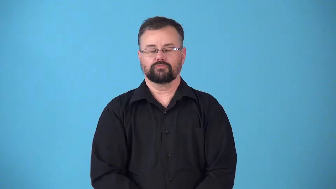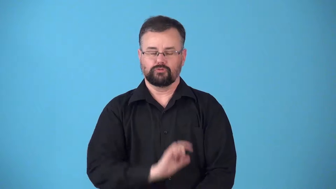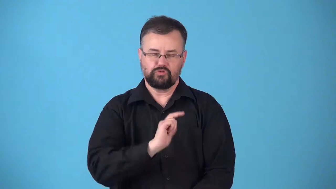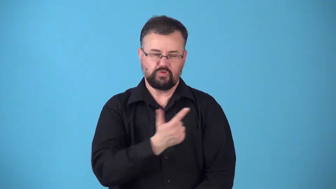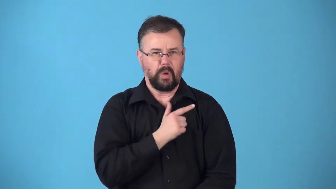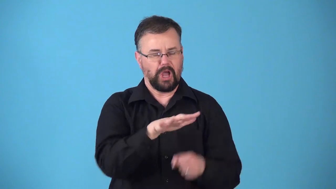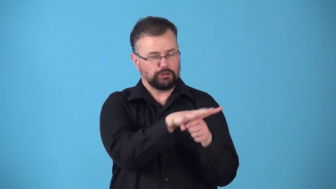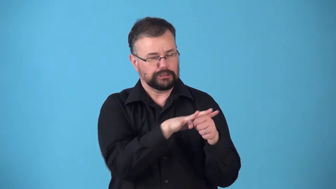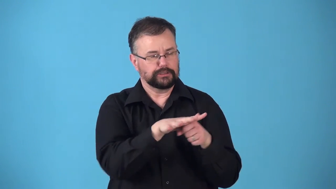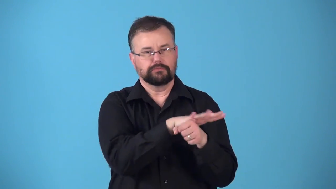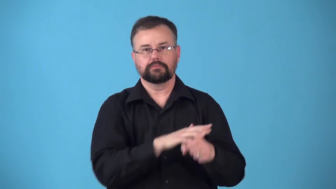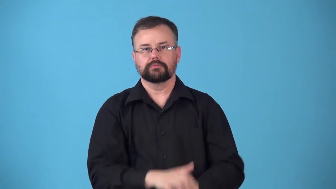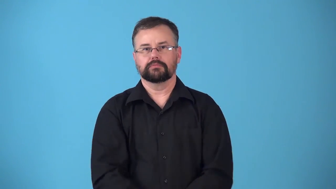regionalism